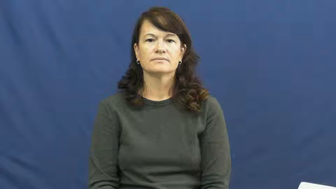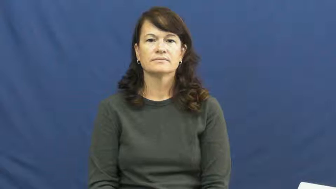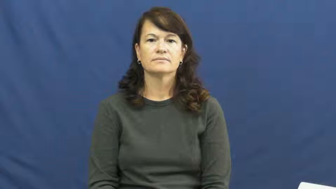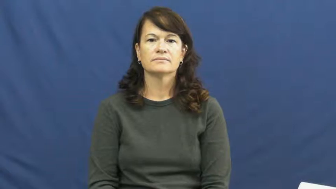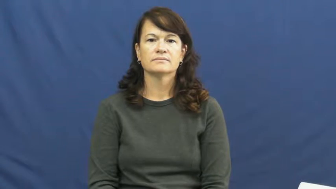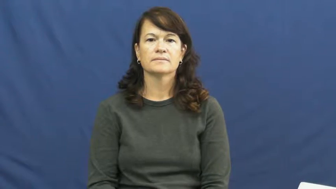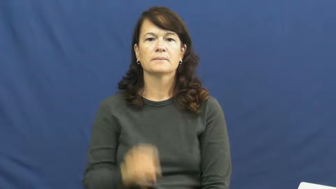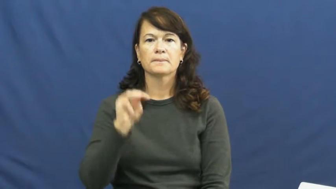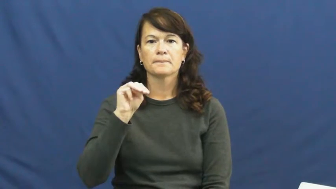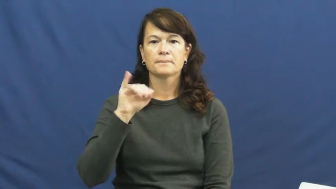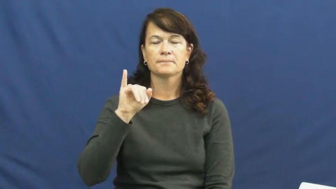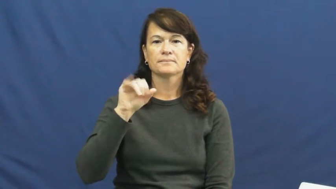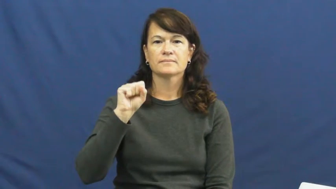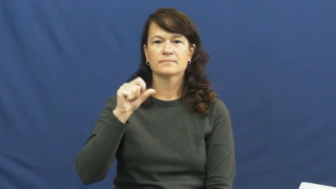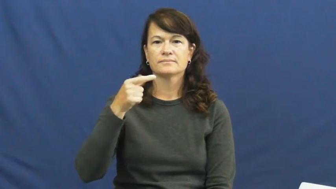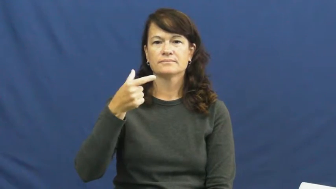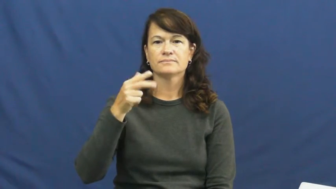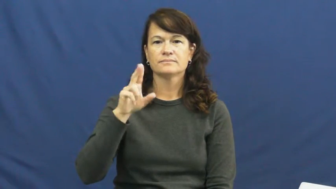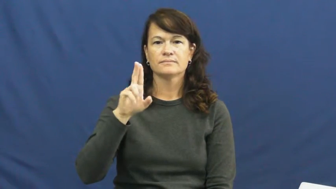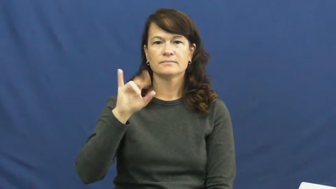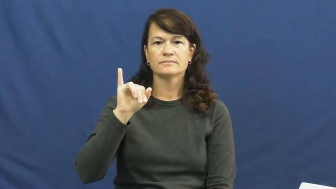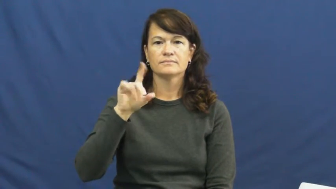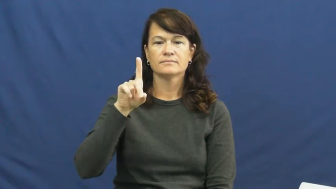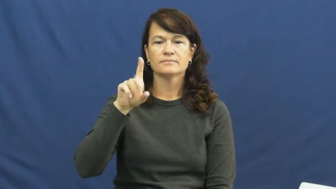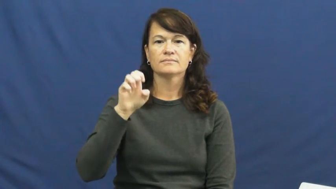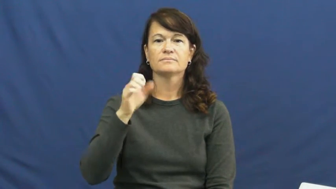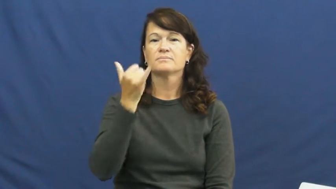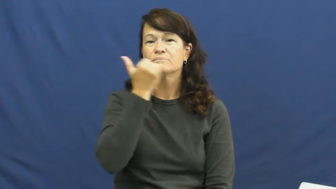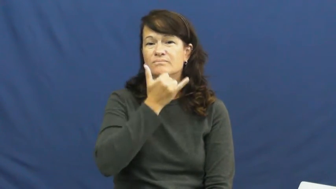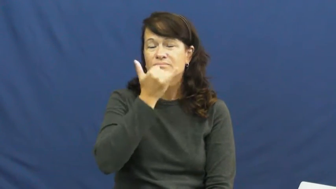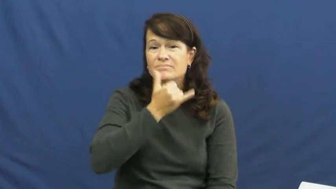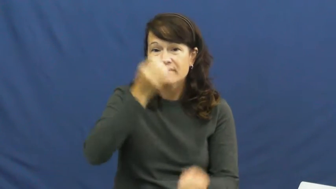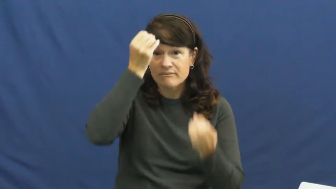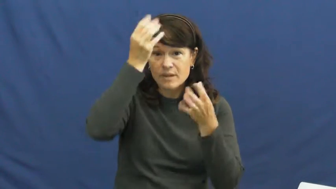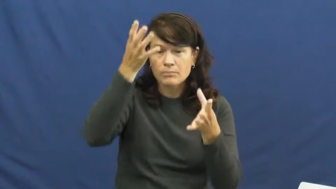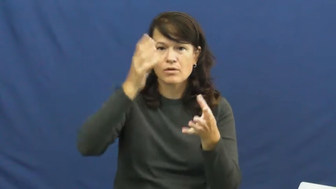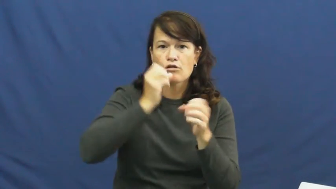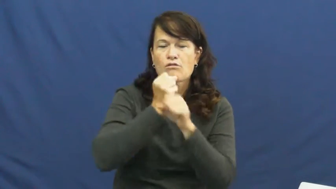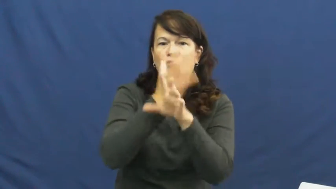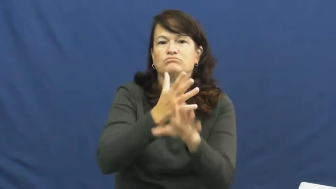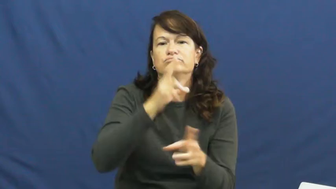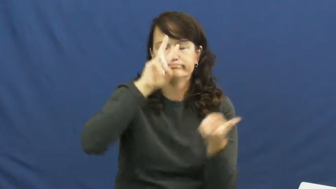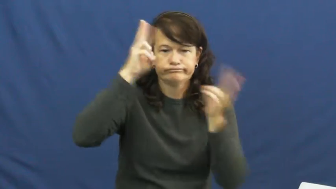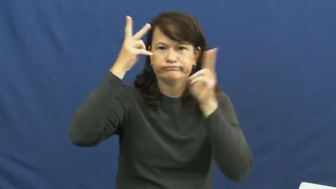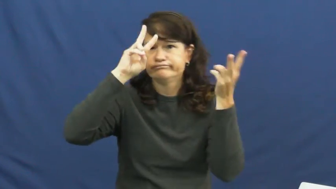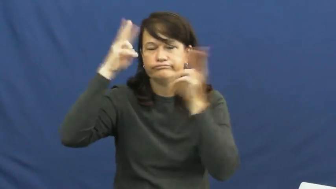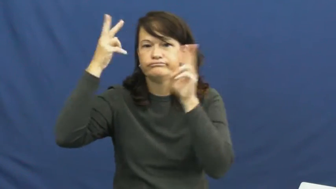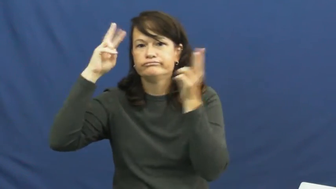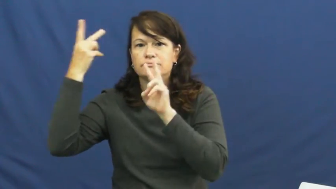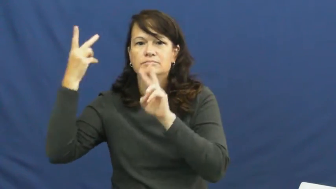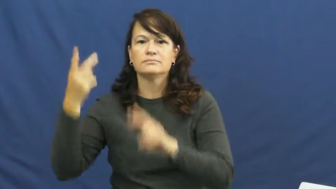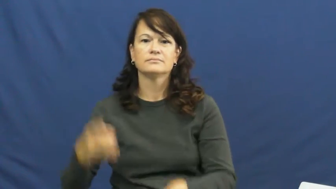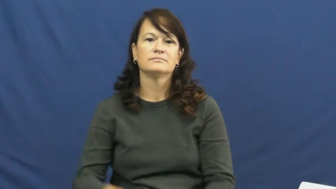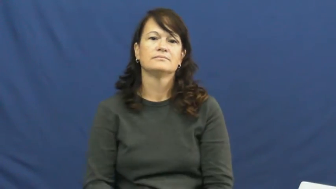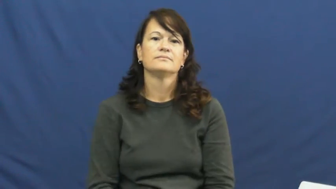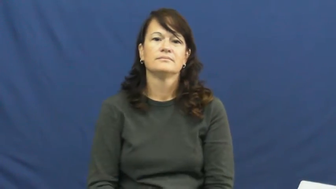misguided